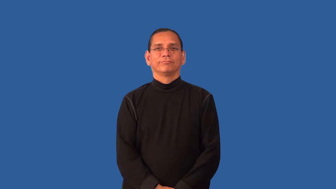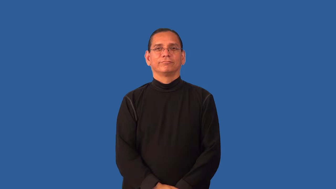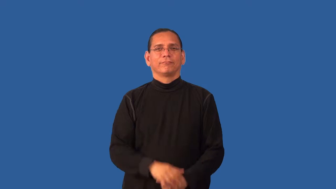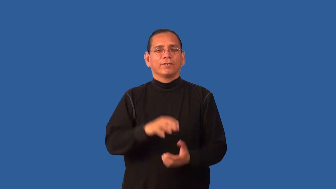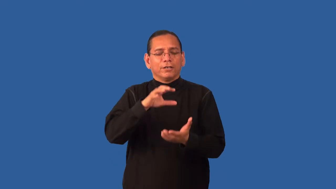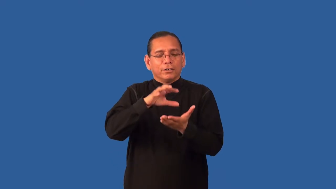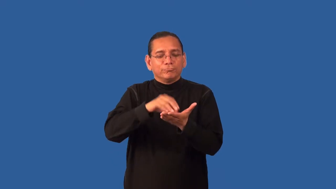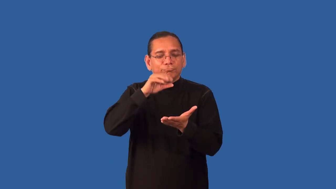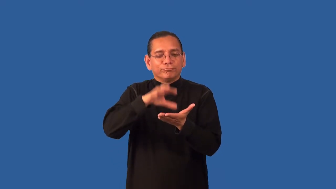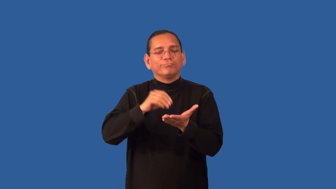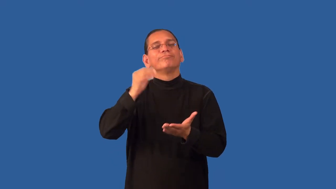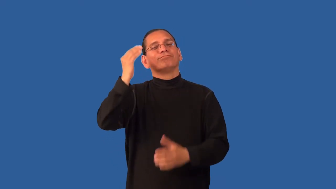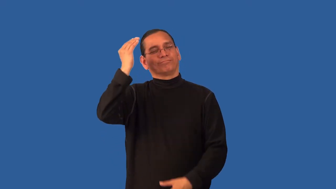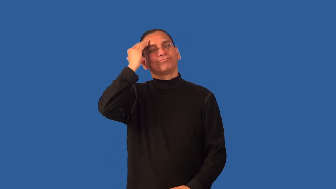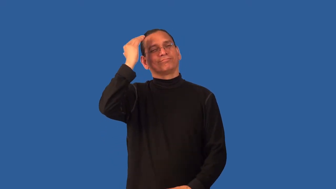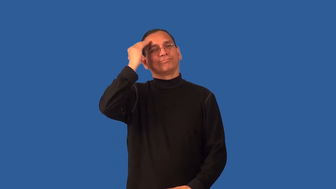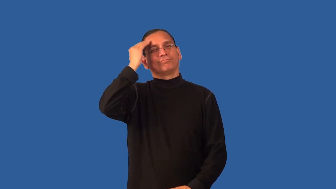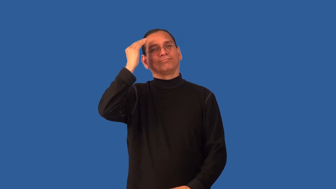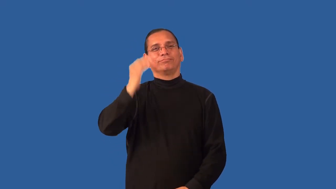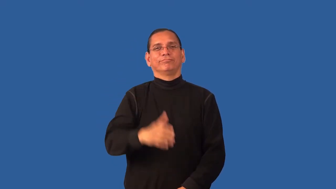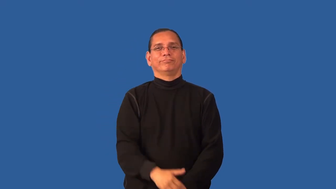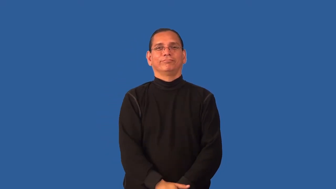familiarize,verse